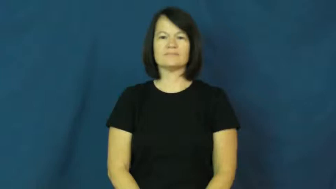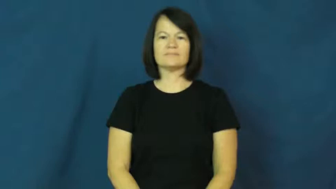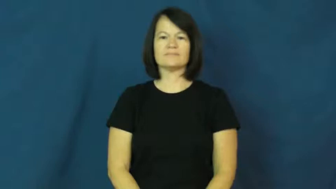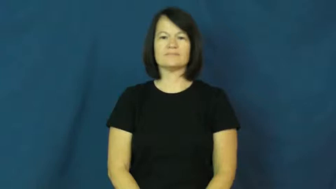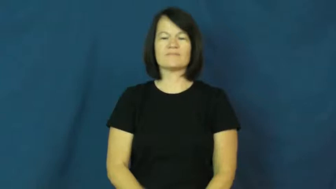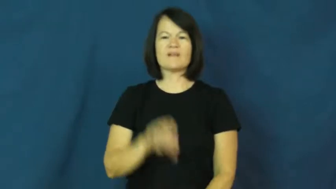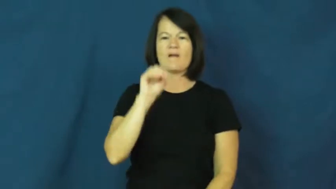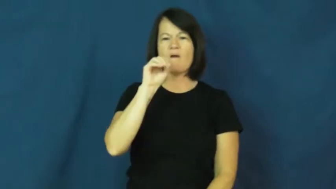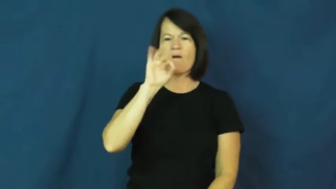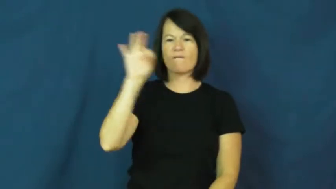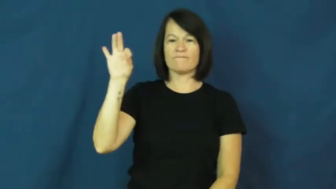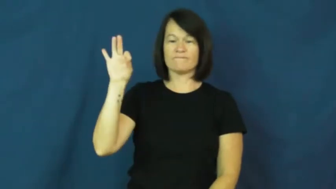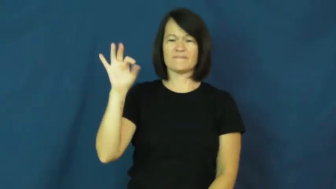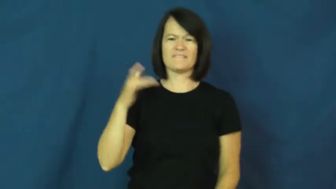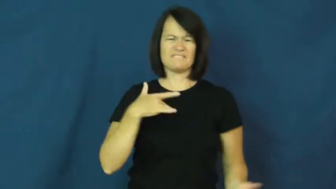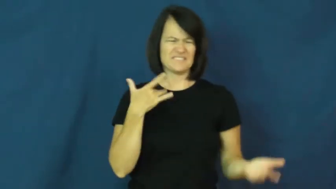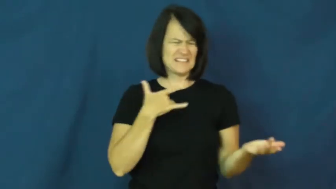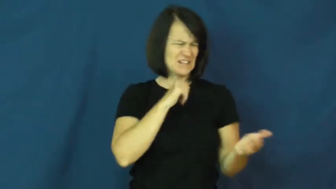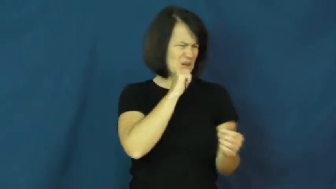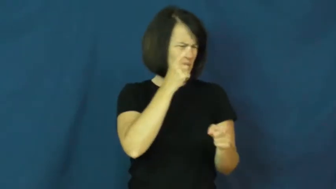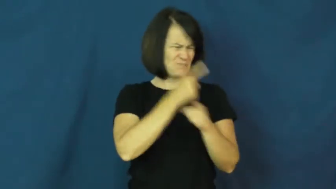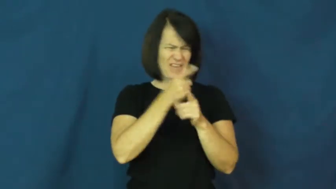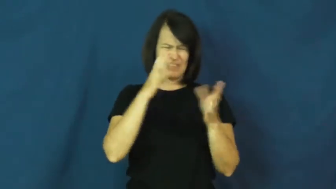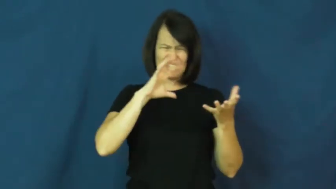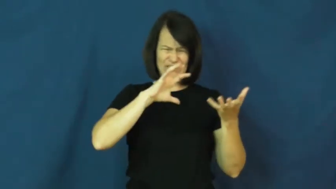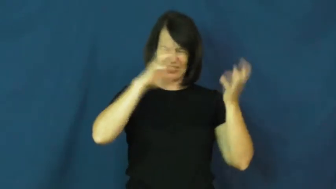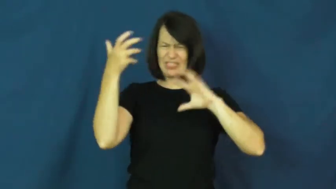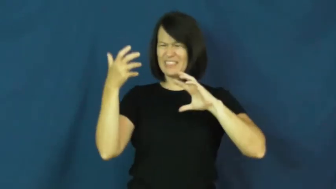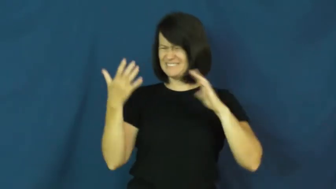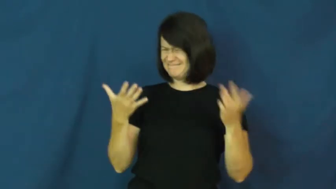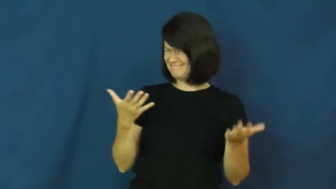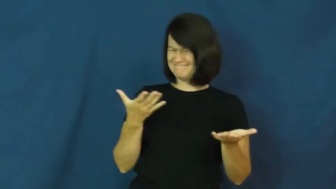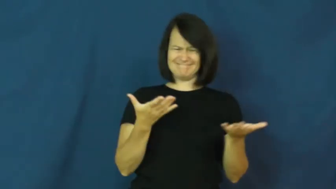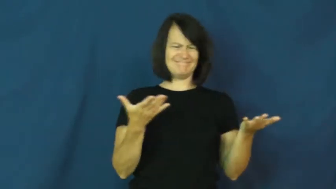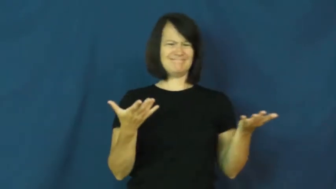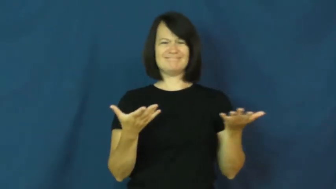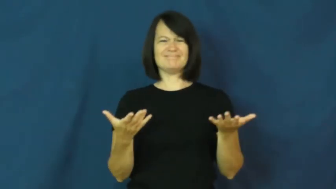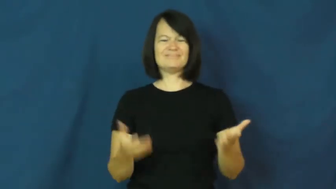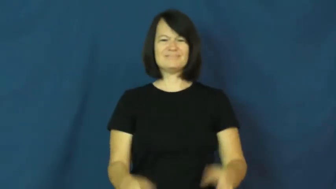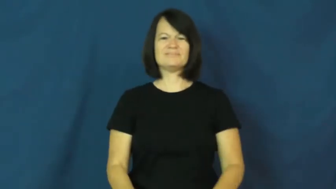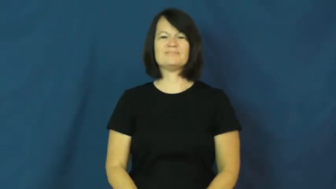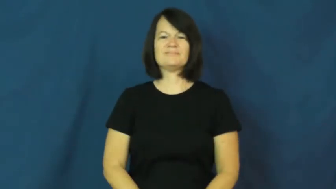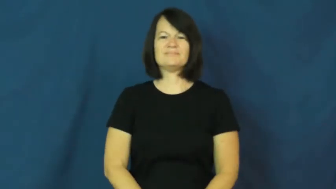off-not yourself